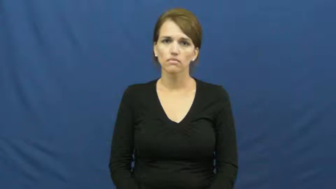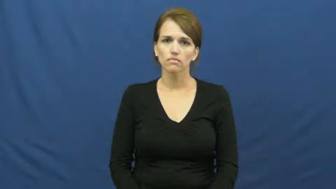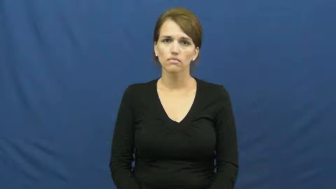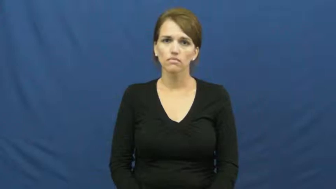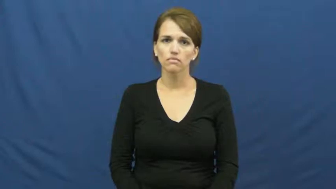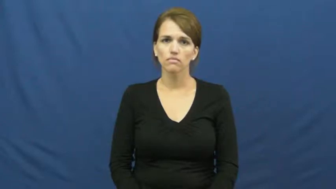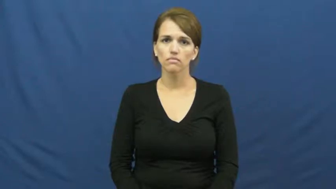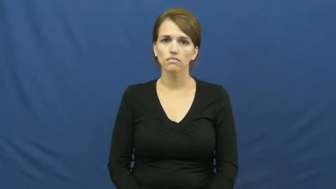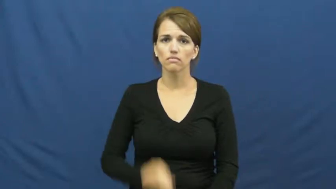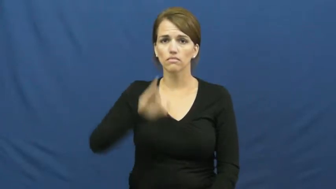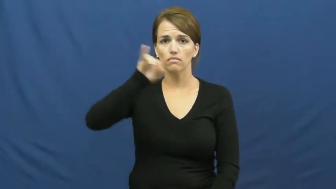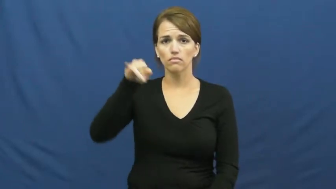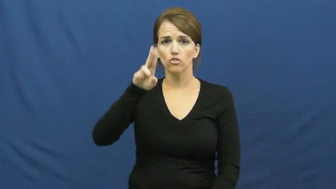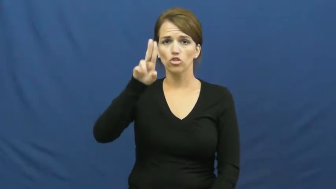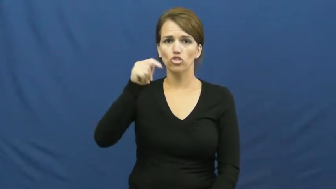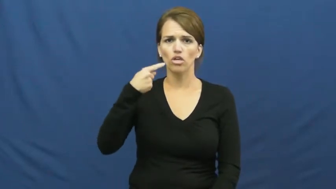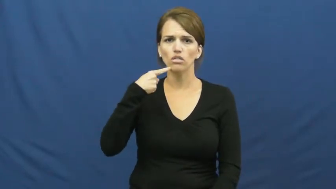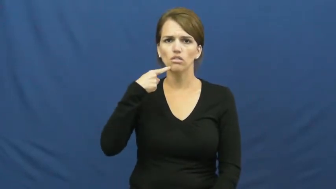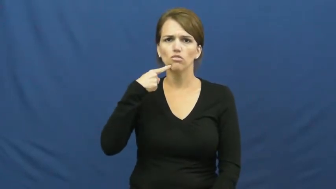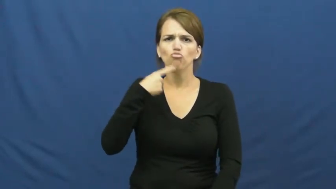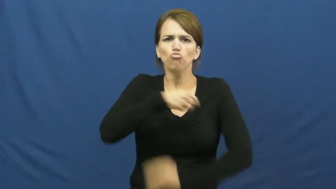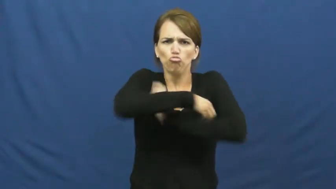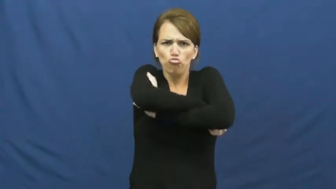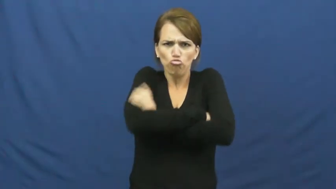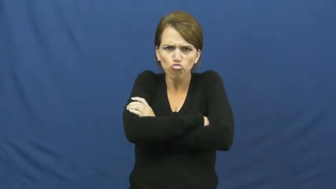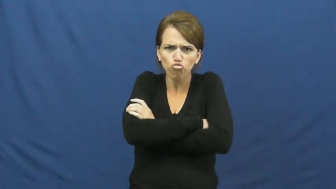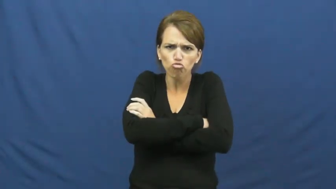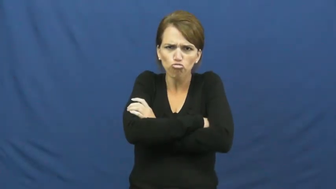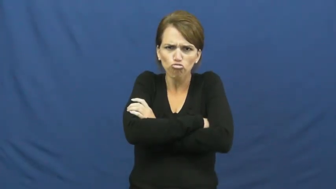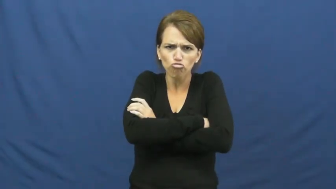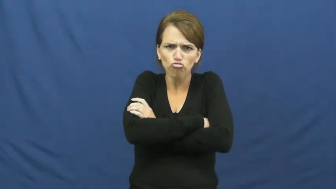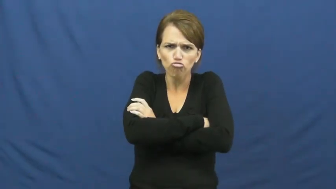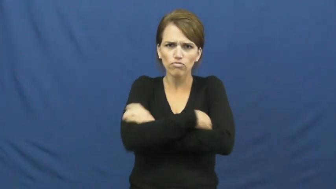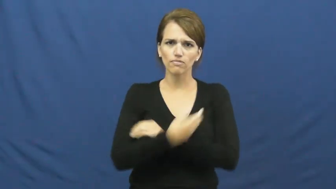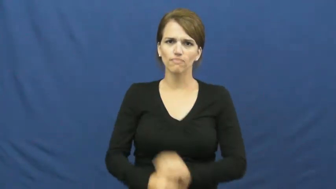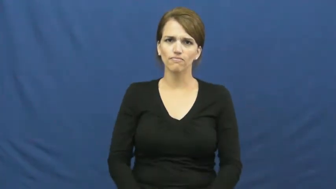jut,prognathous-jaw